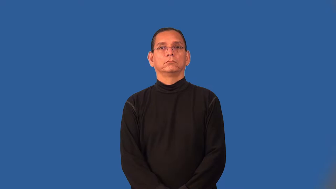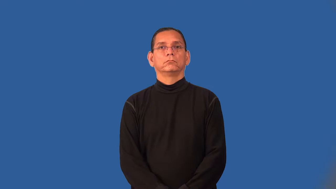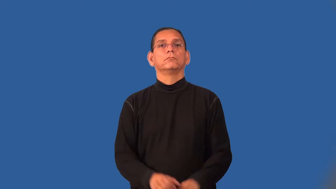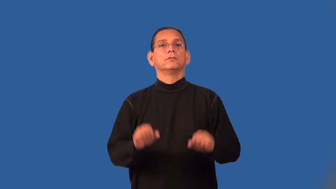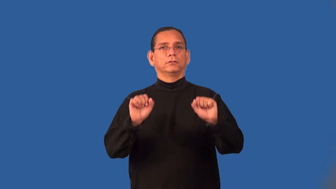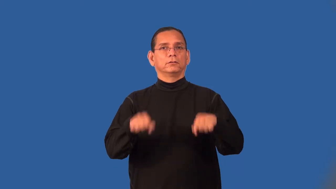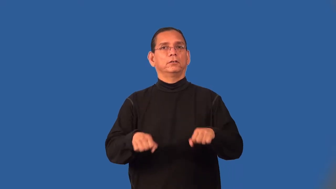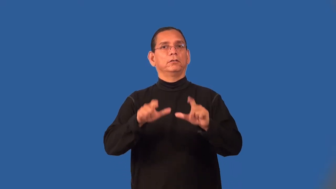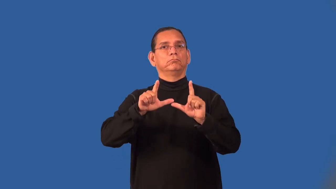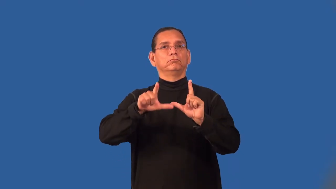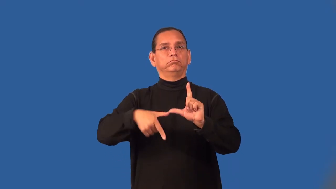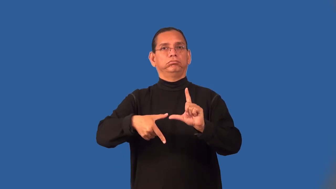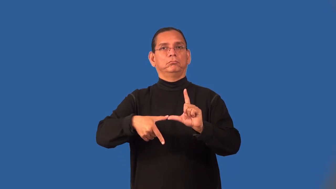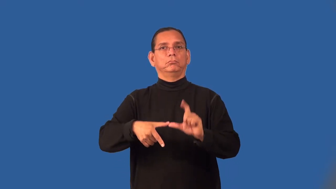revocable